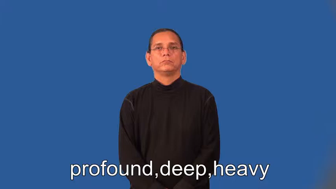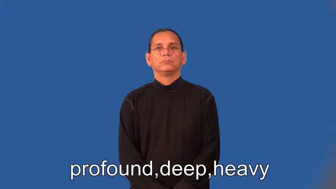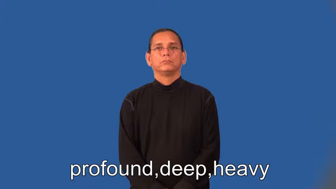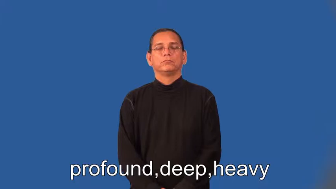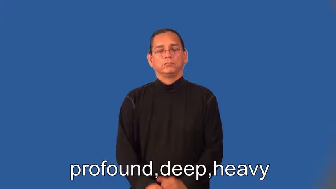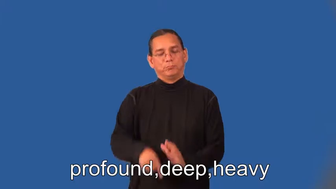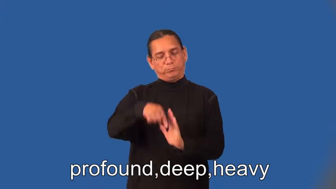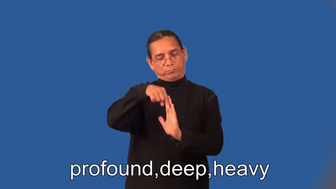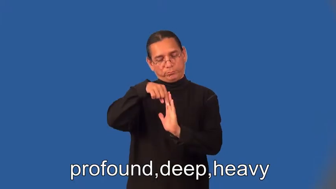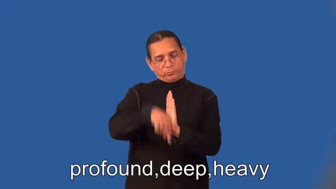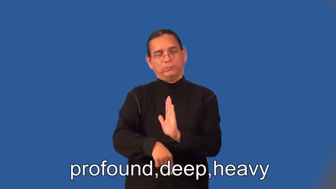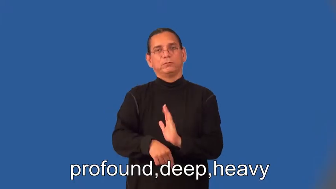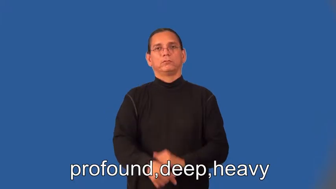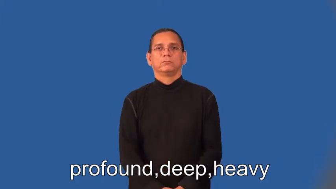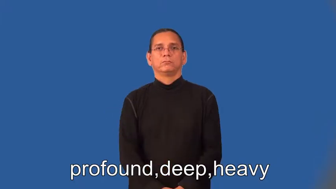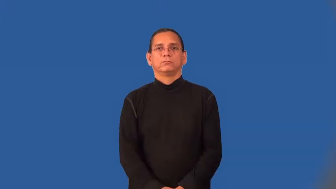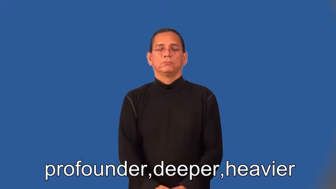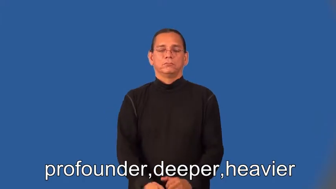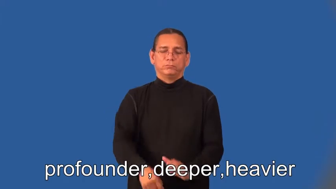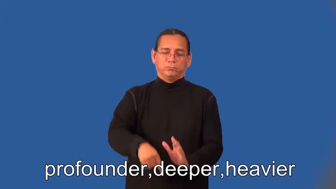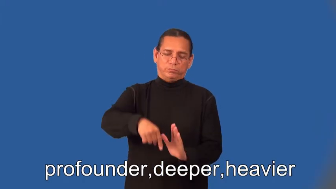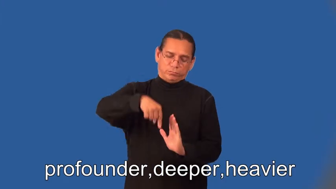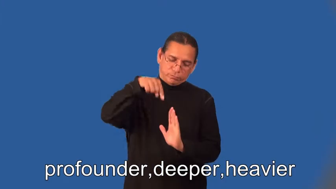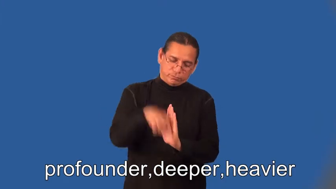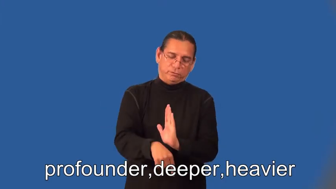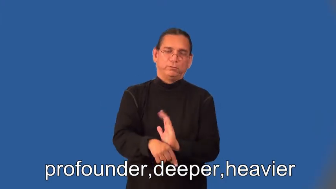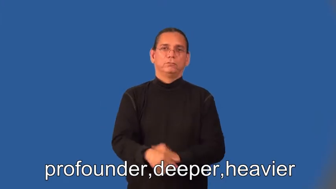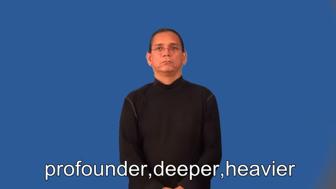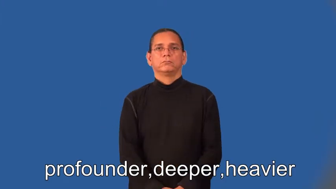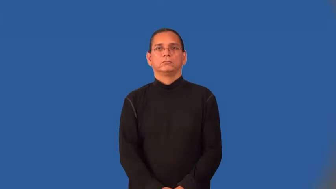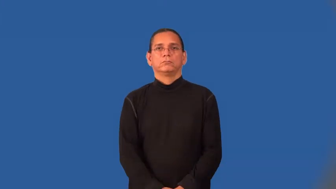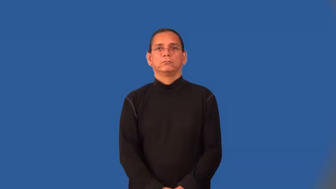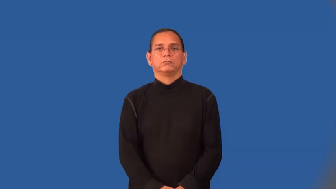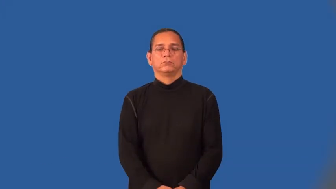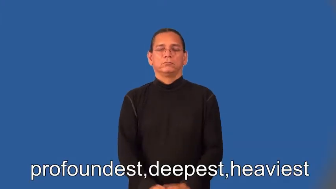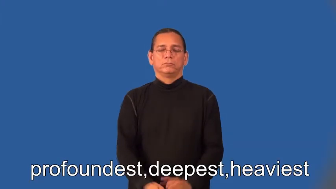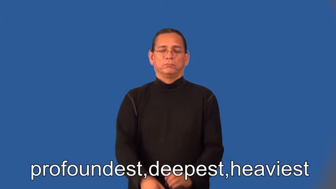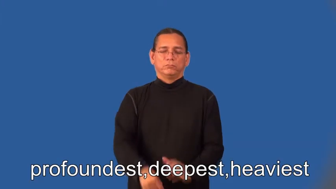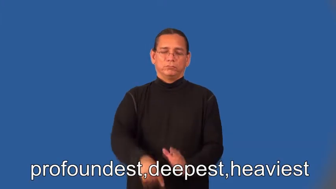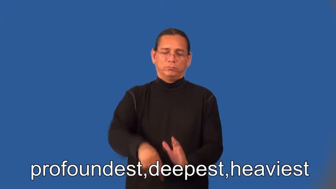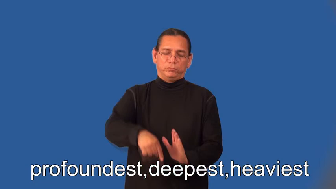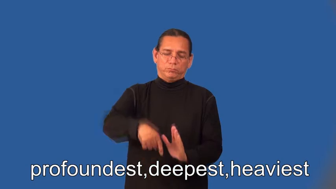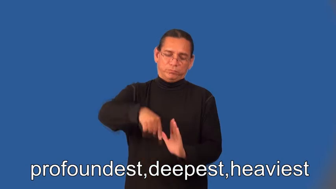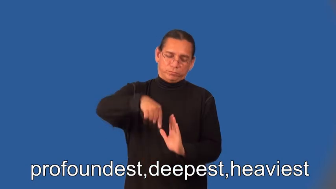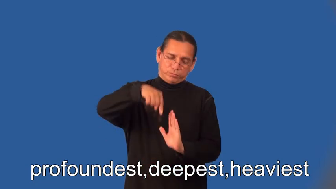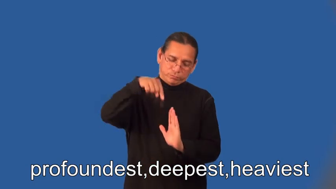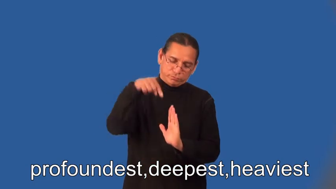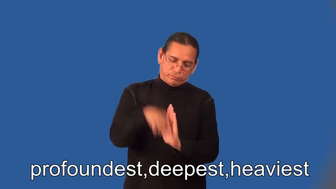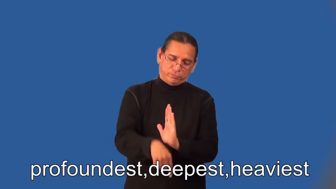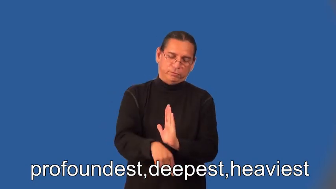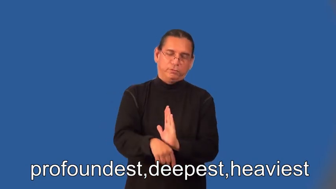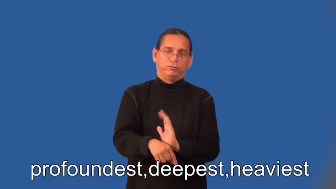profounder,deeper,heavier,profoundest,deepest,heaviest